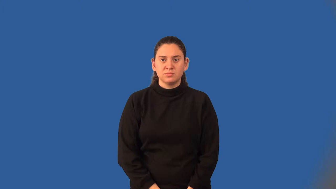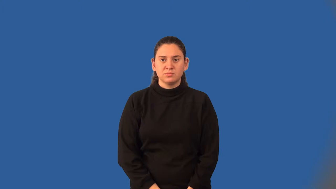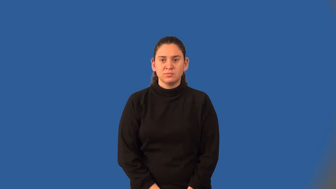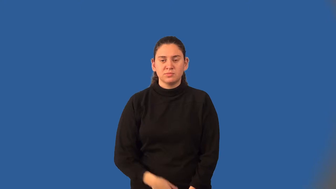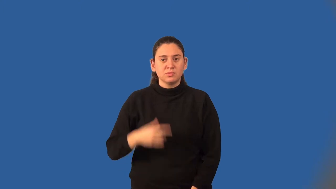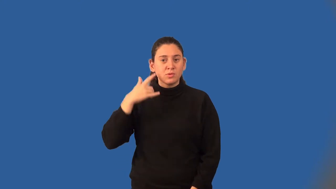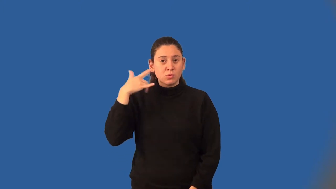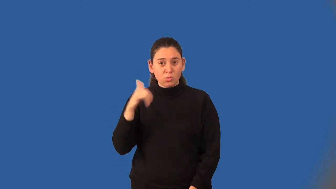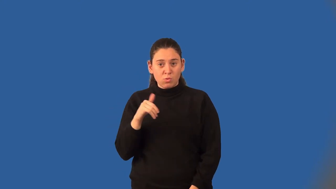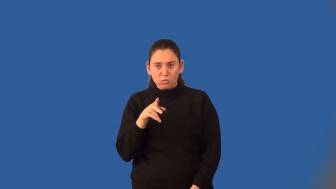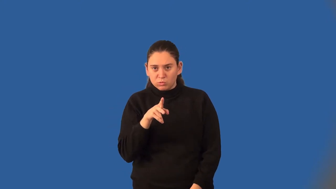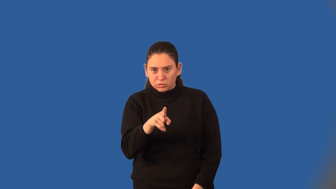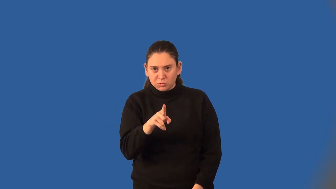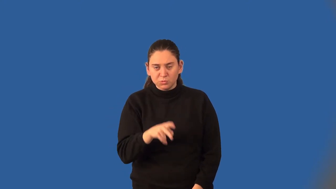golden ratio